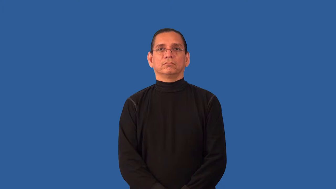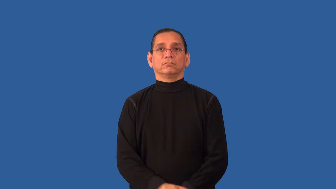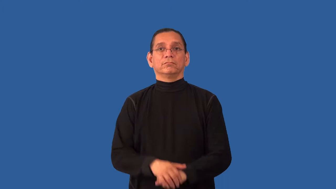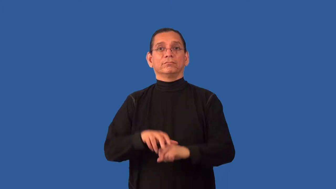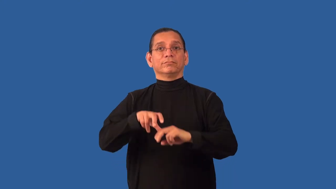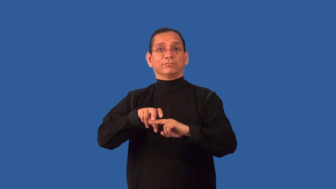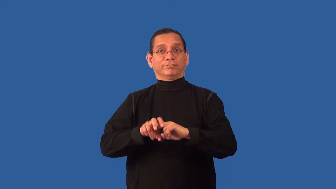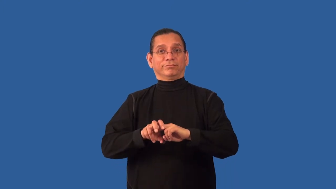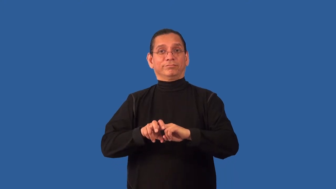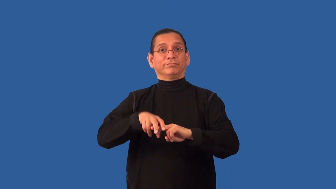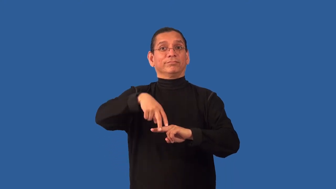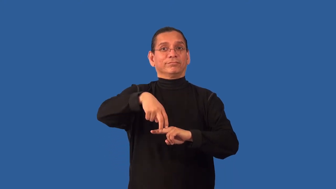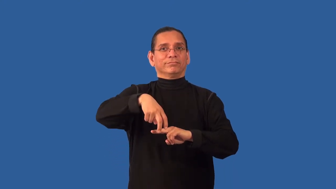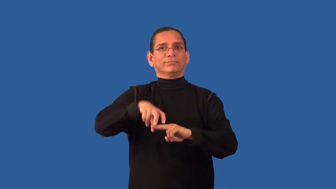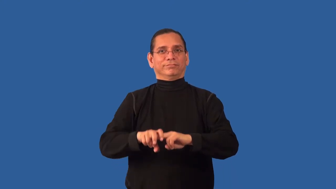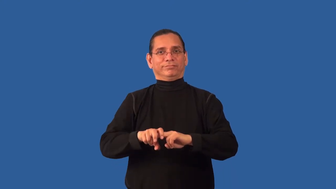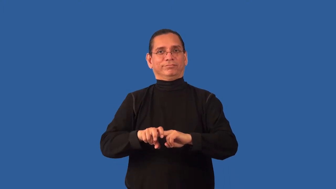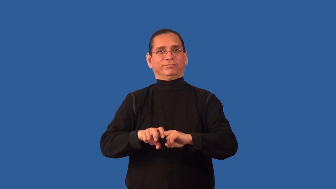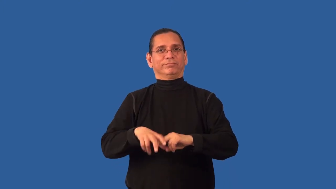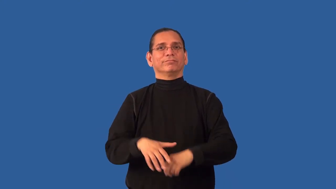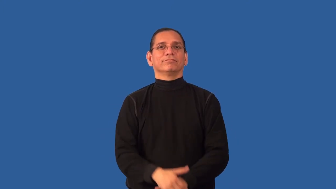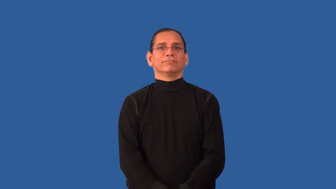reseat-sit